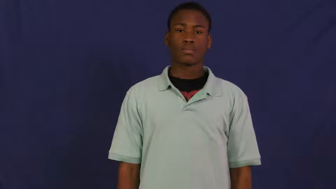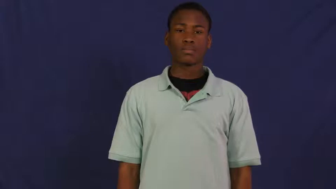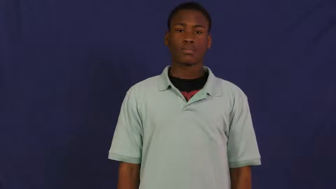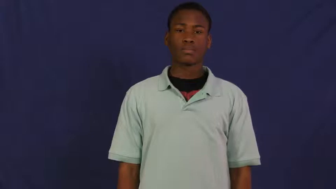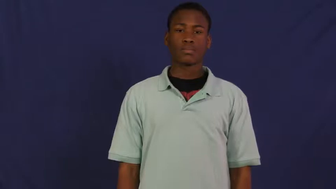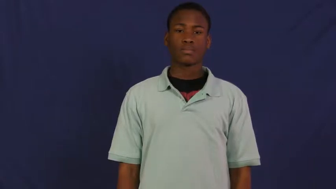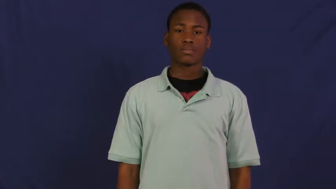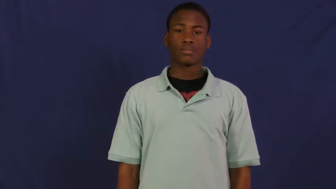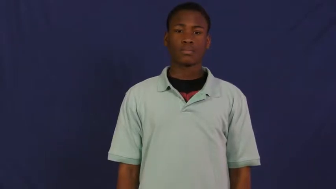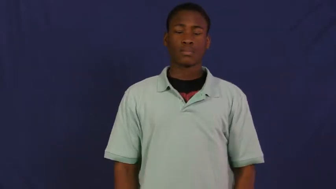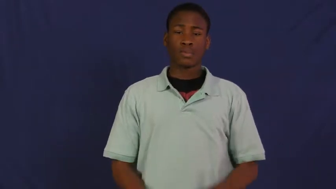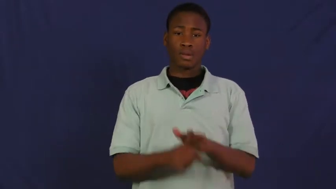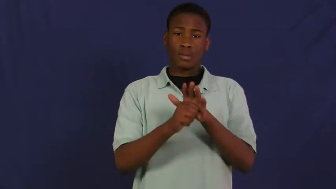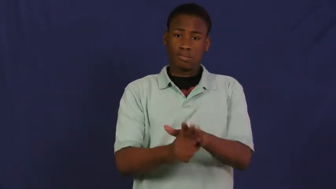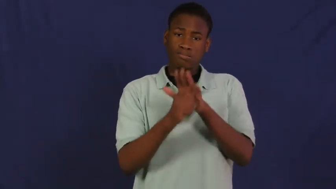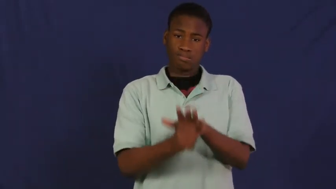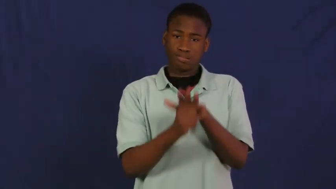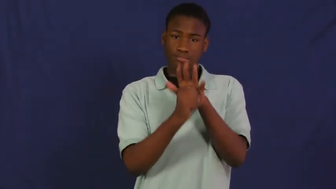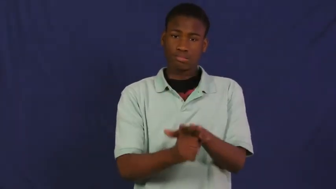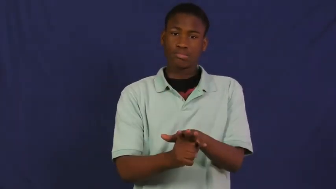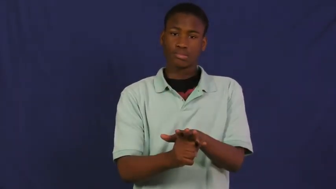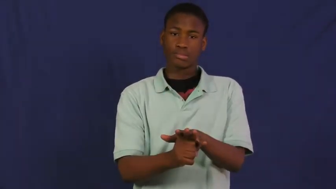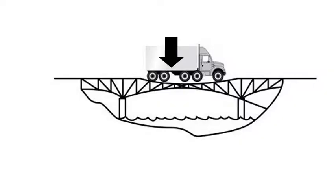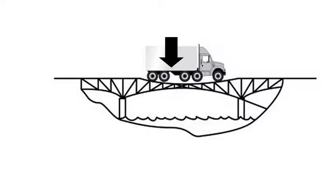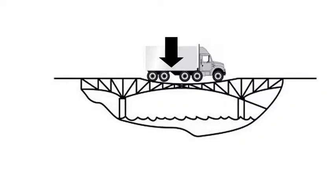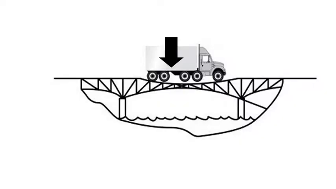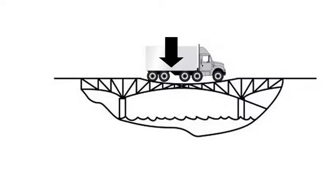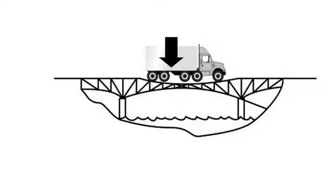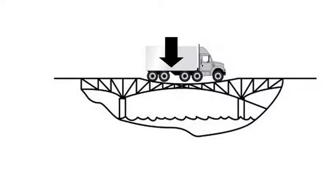stress pressure